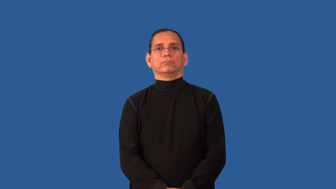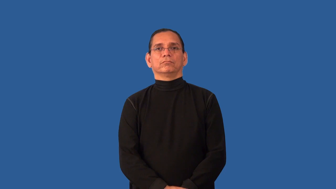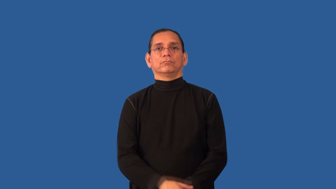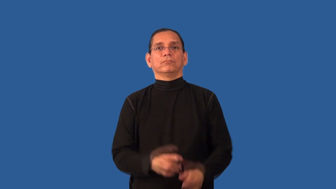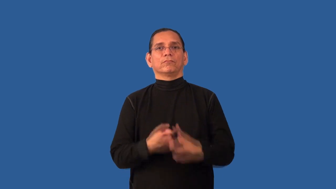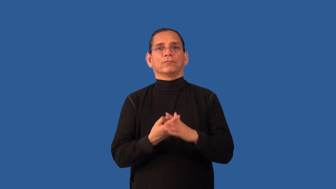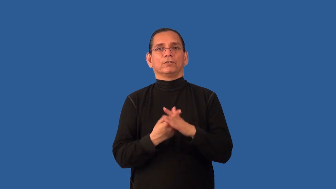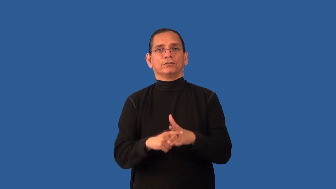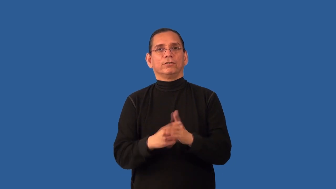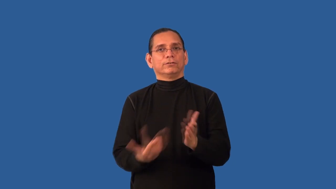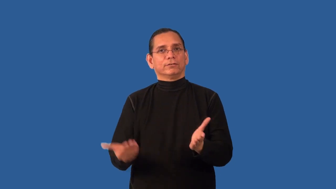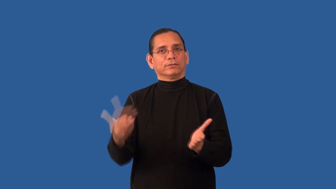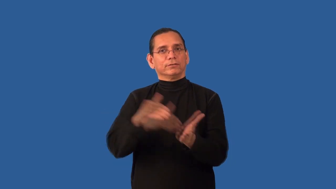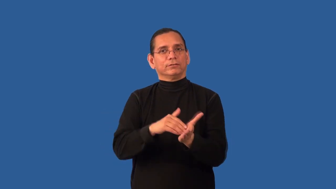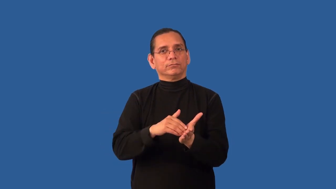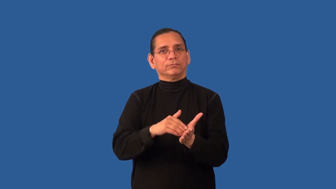afresh